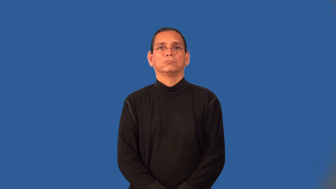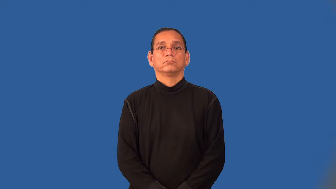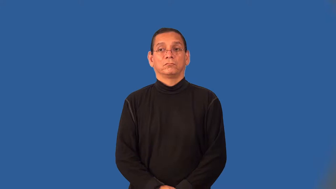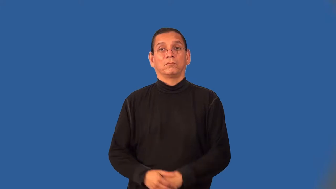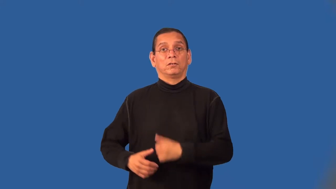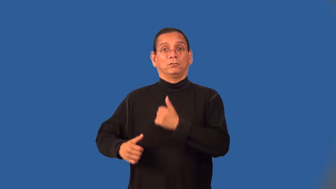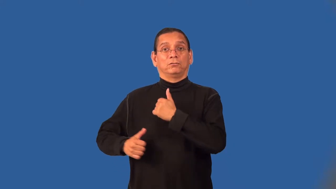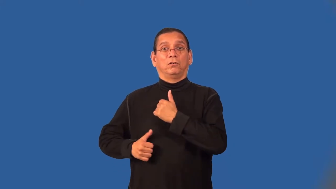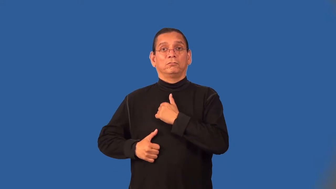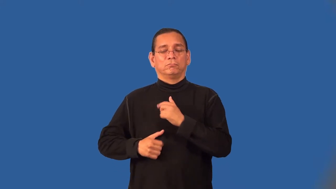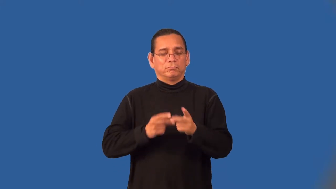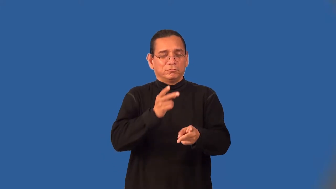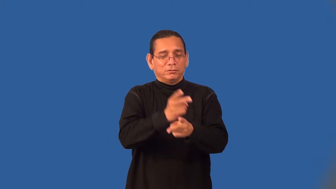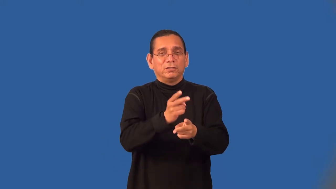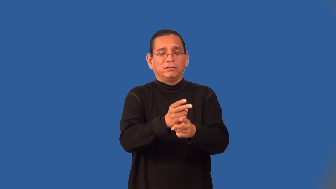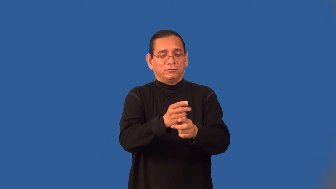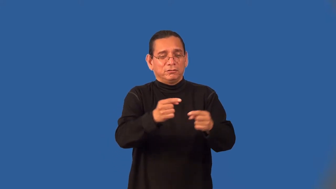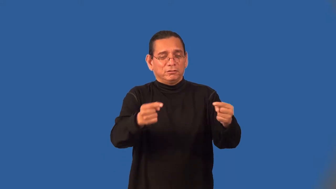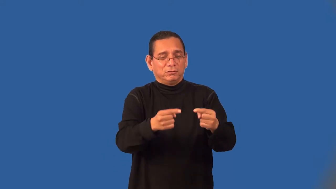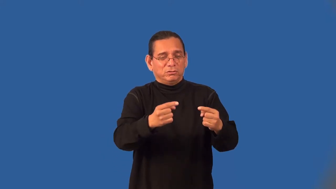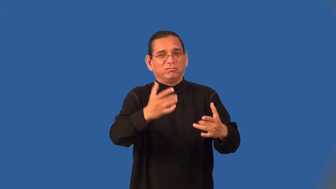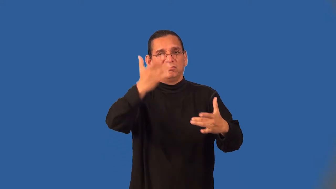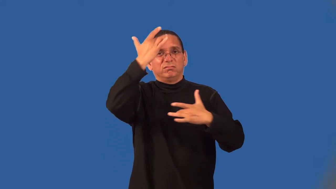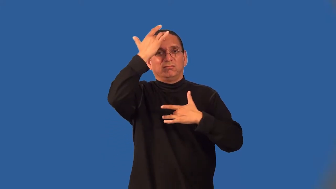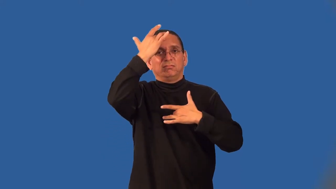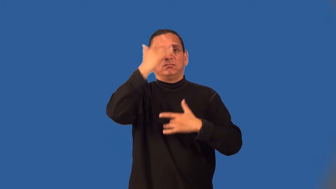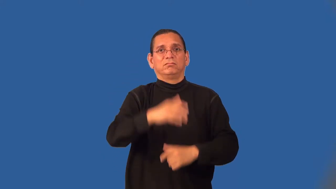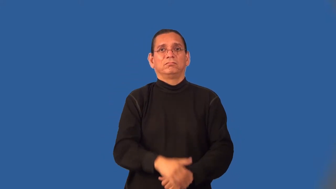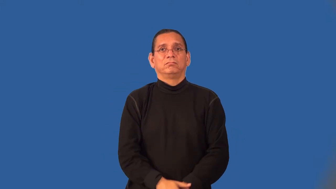corpsman